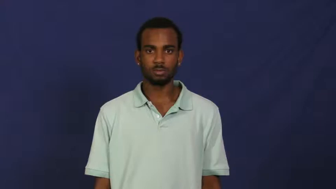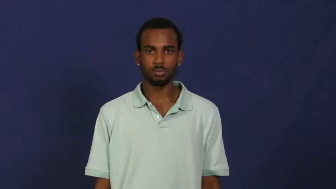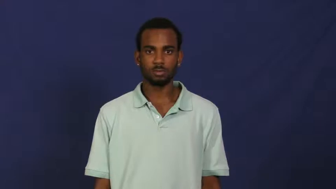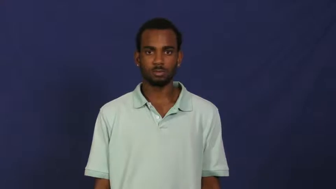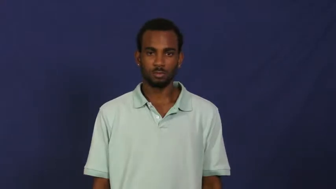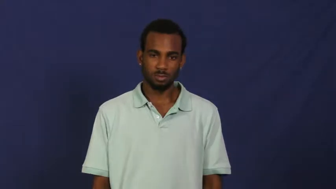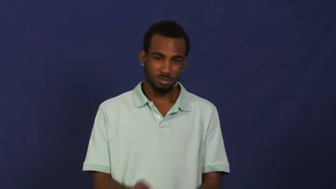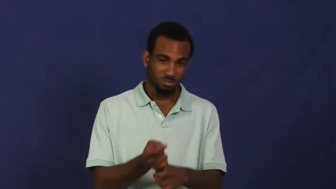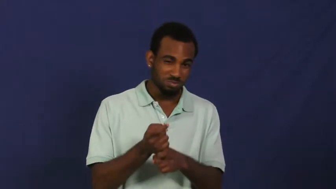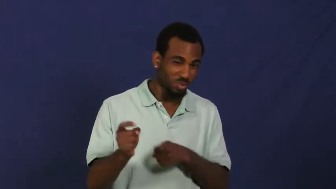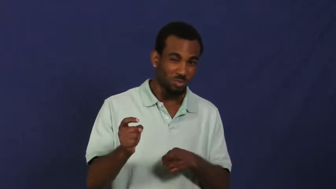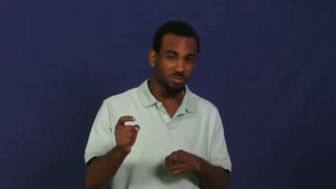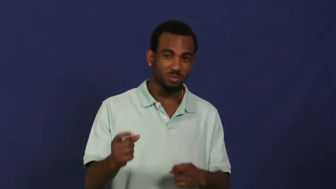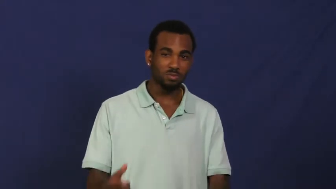ruin,spoil,butcher,cloud.contaminate,defile